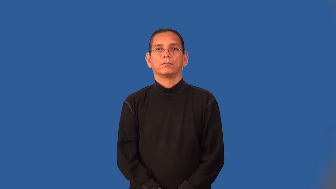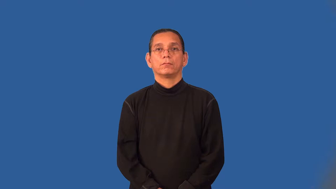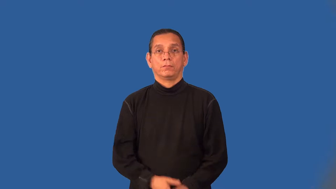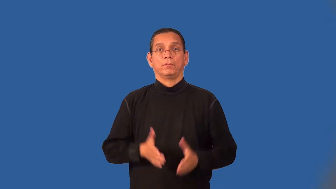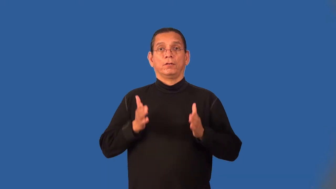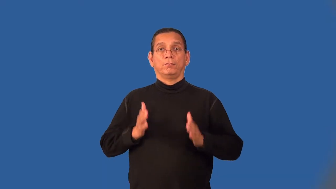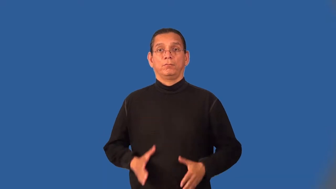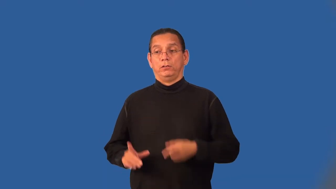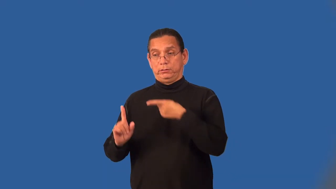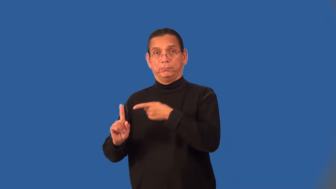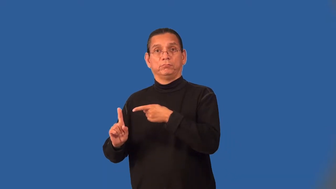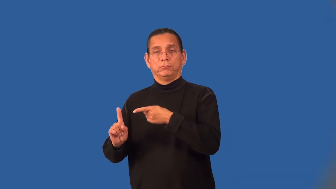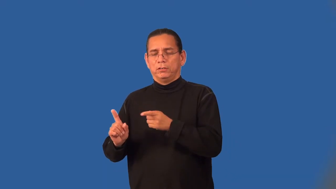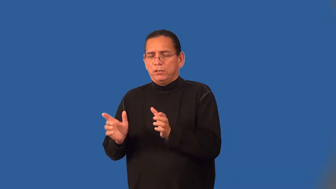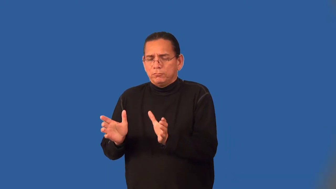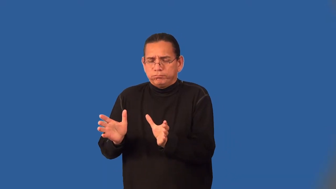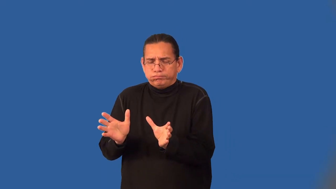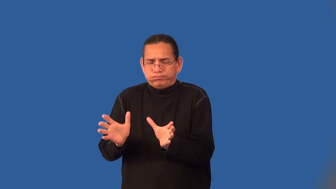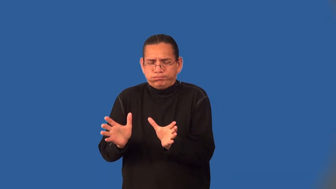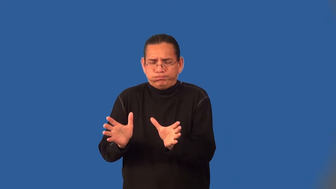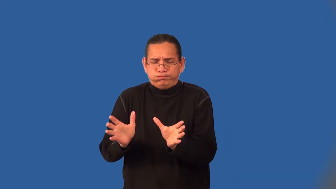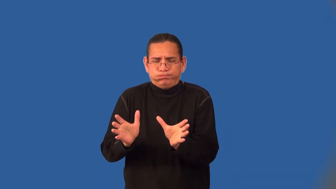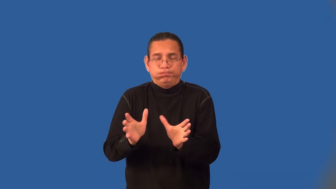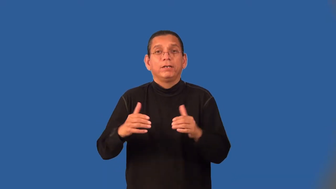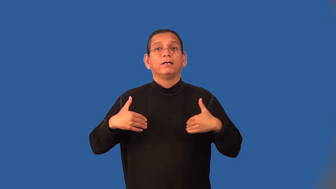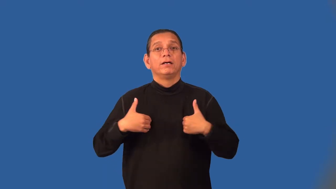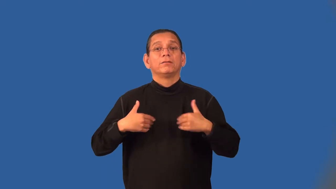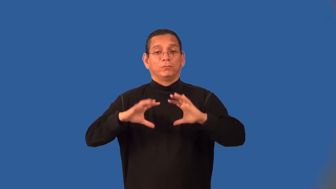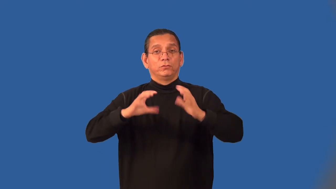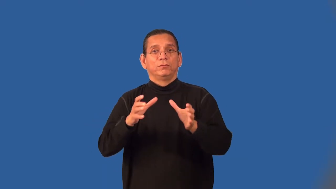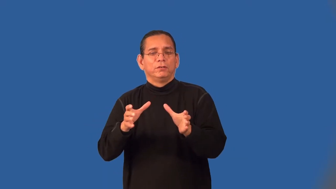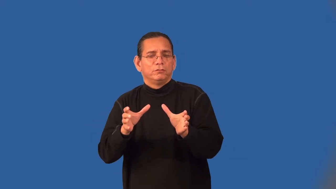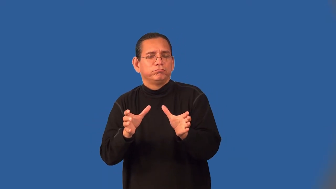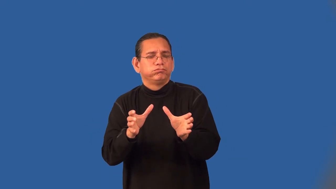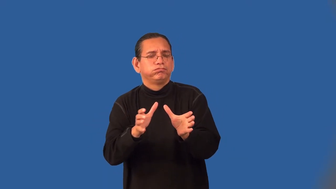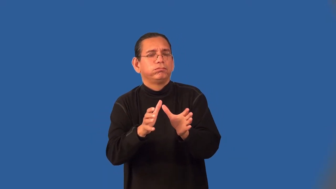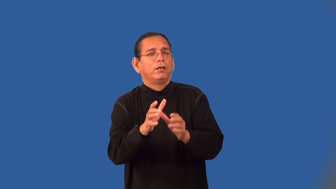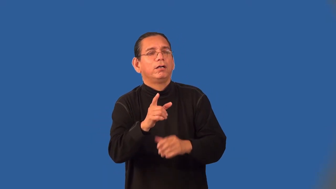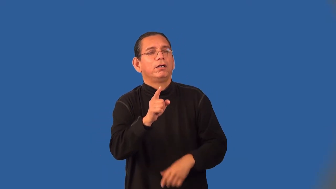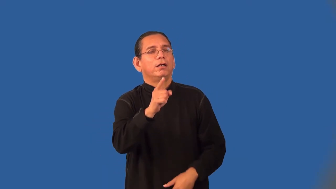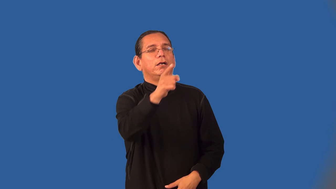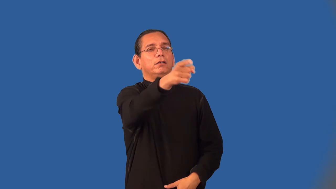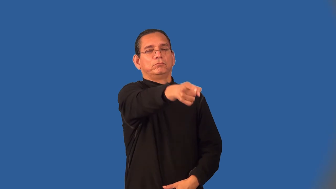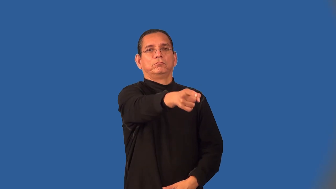drover